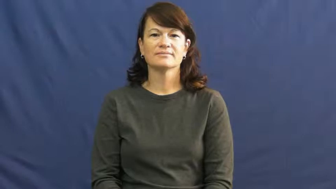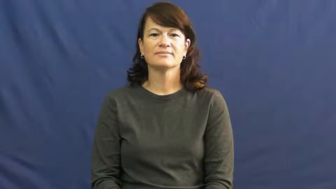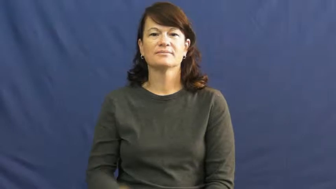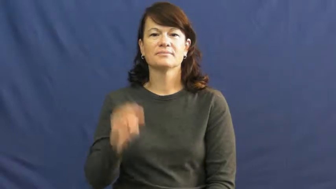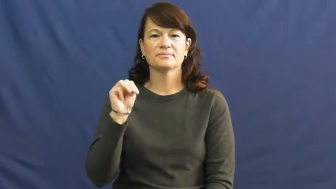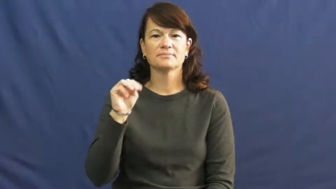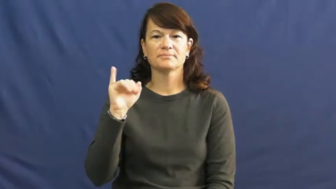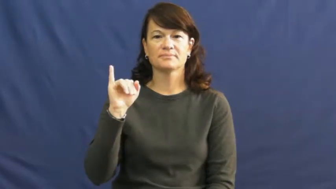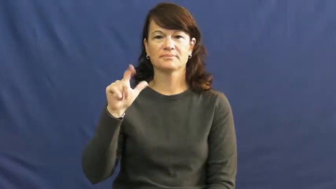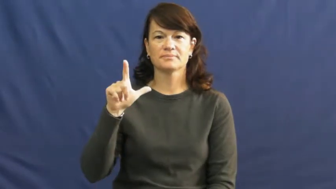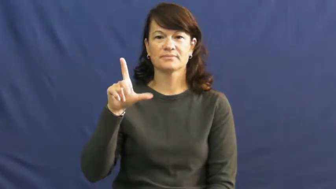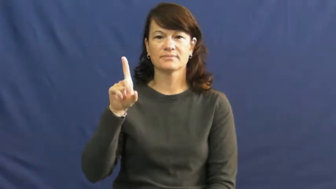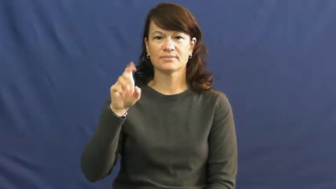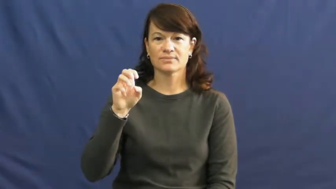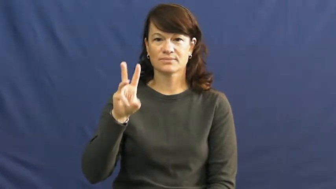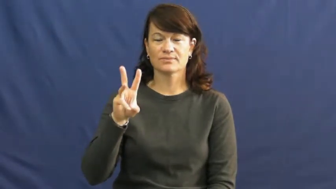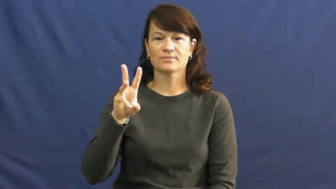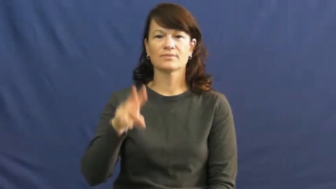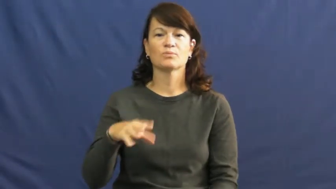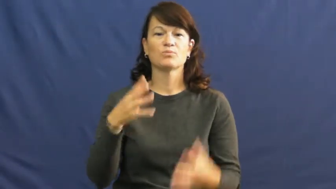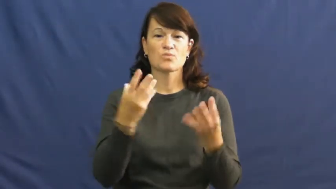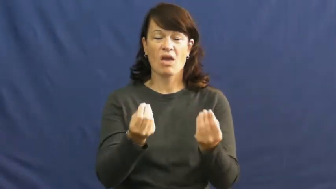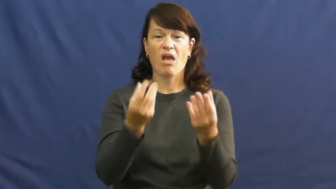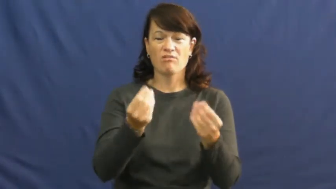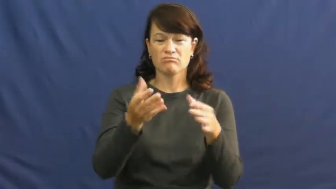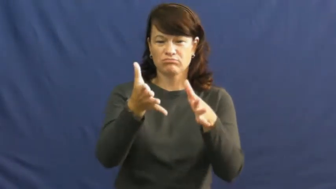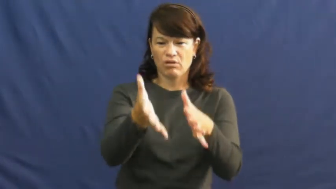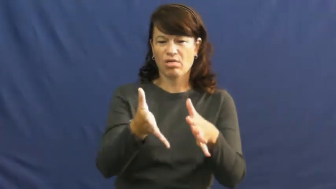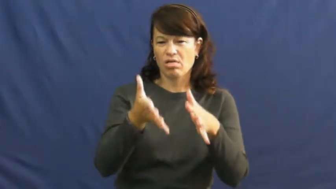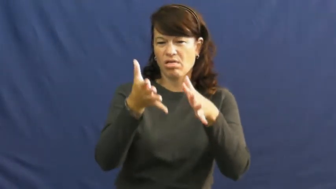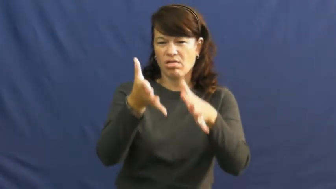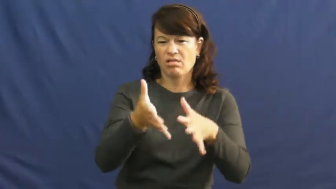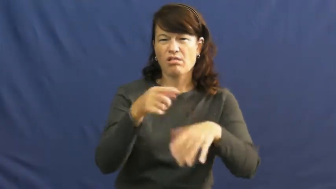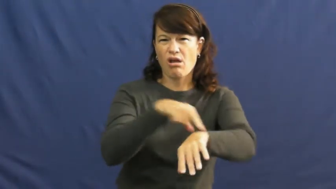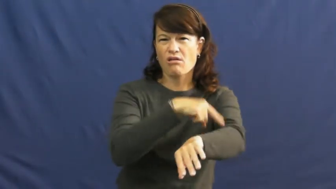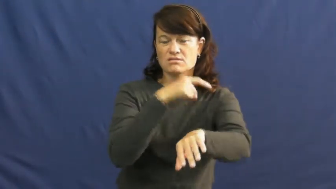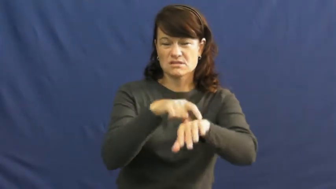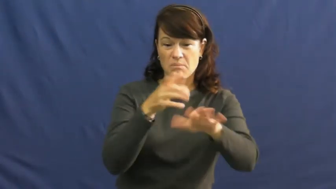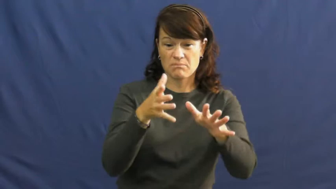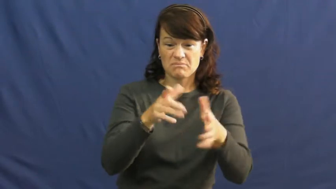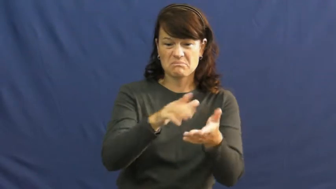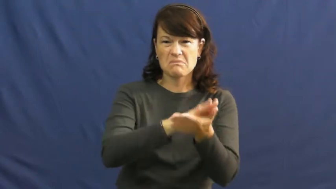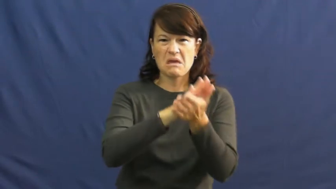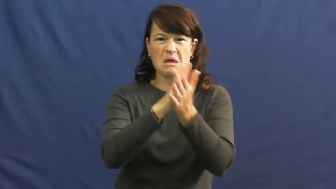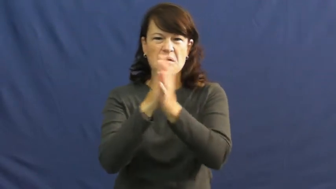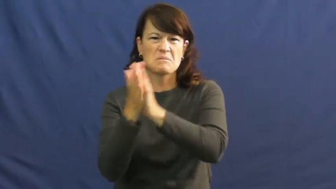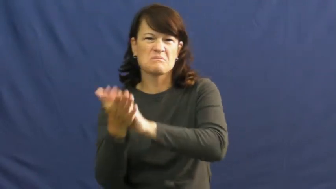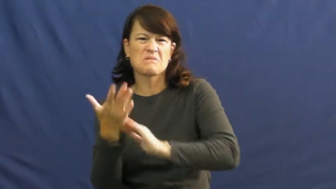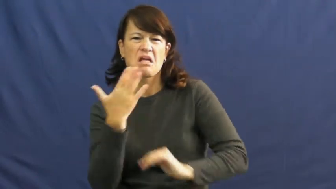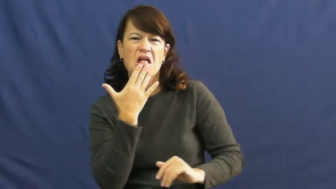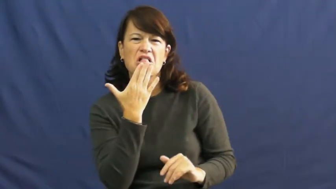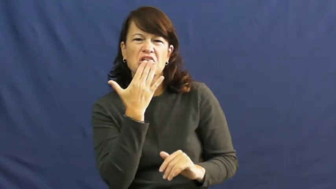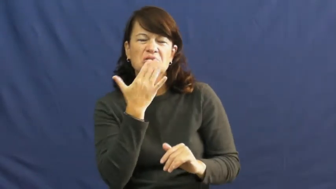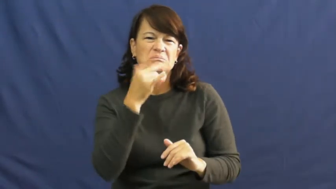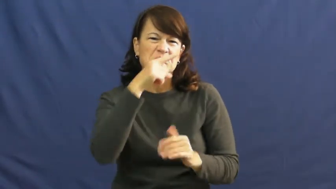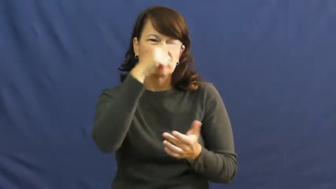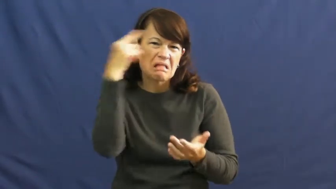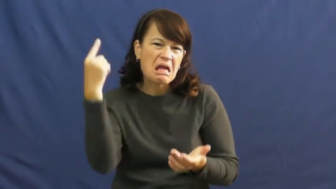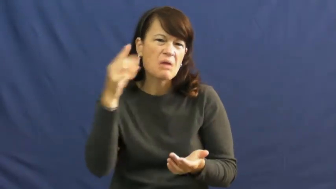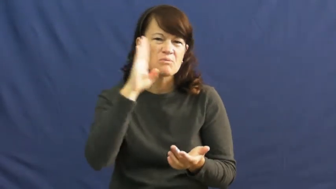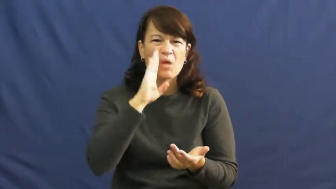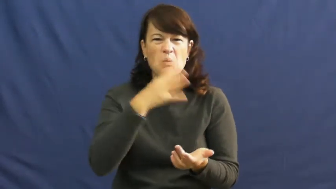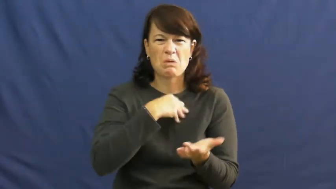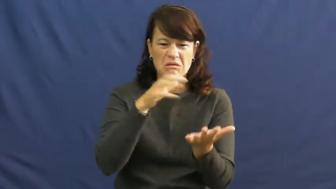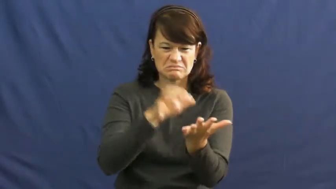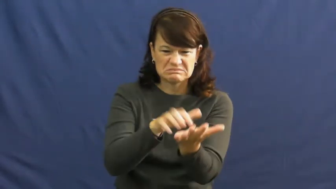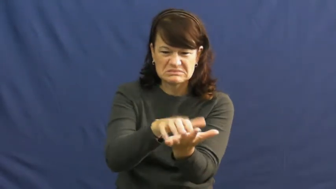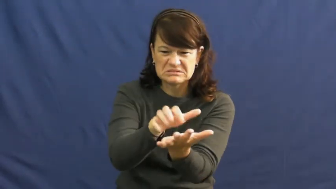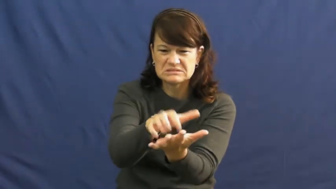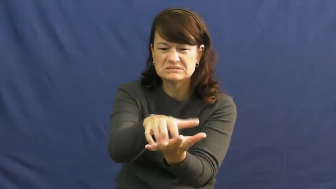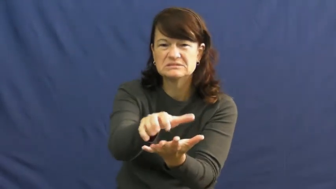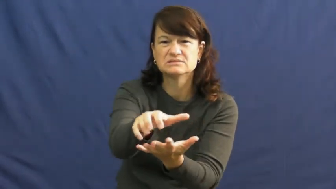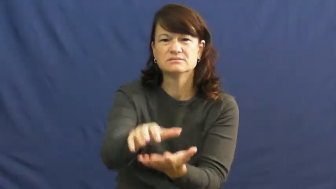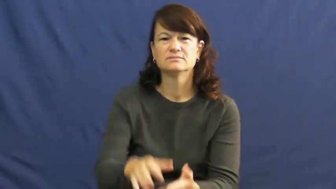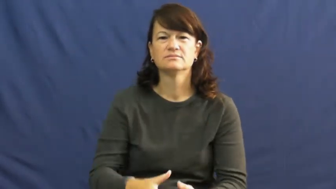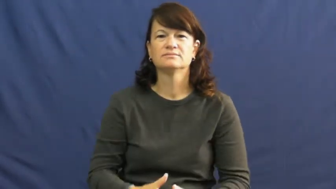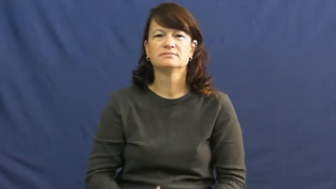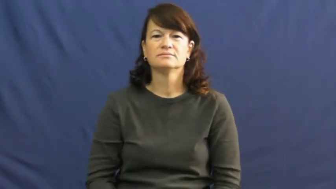mildew